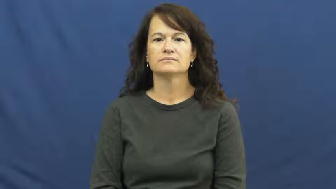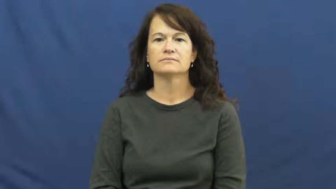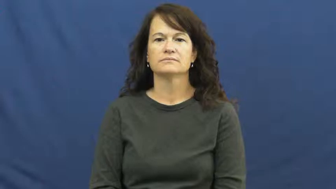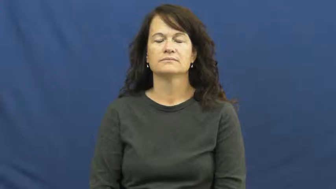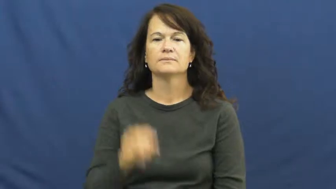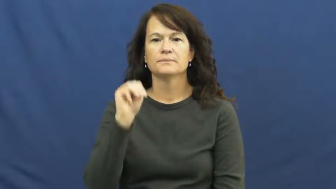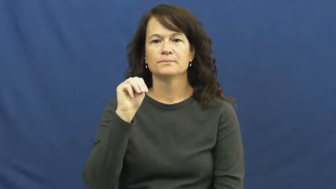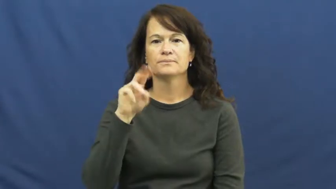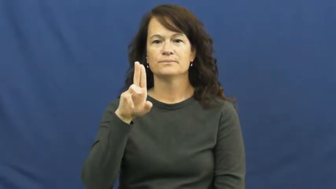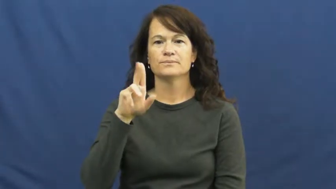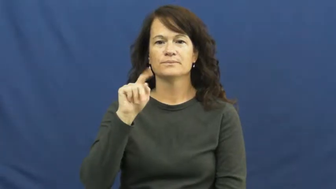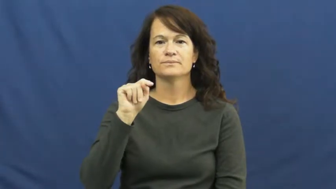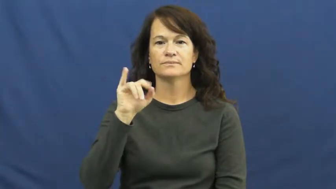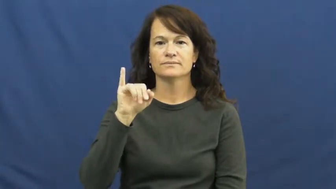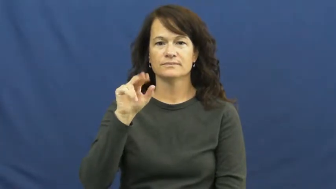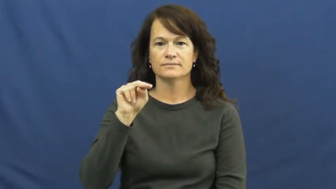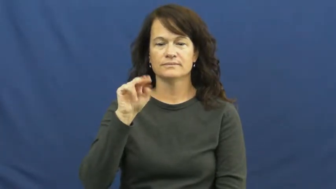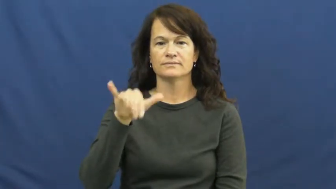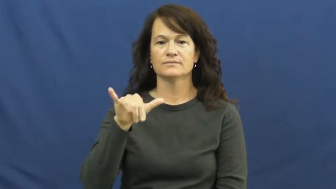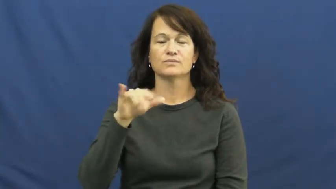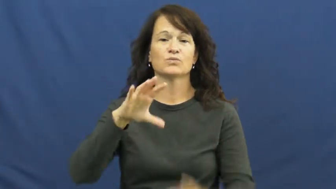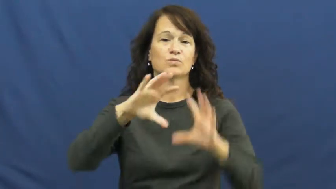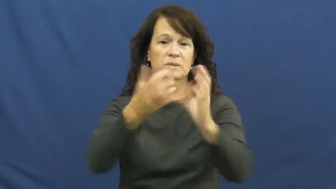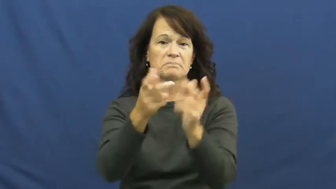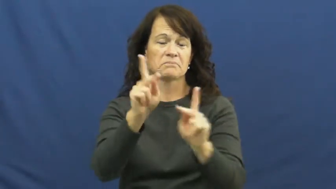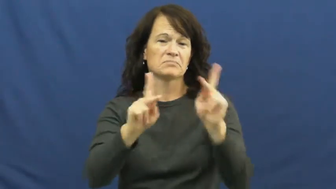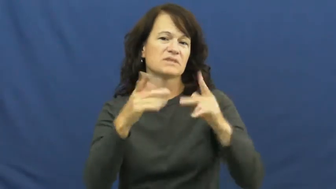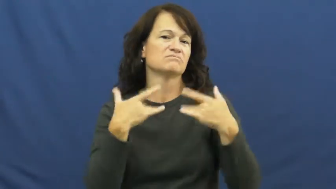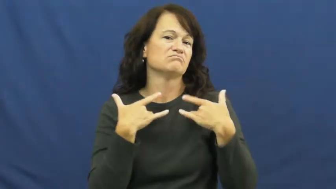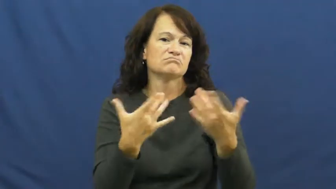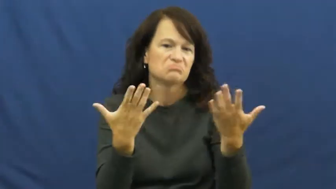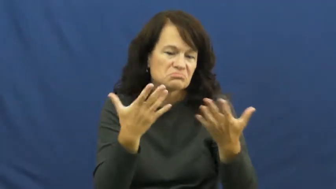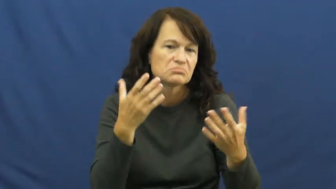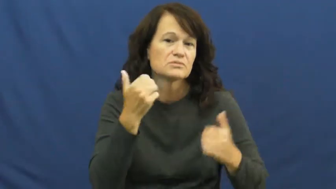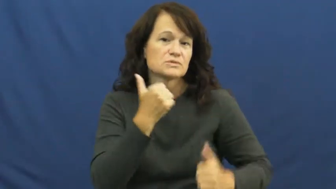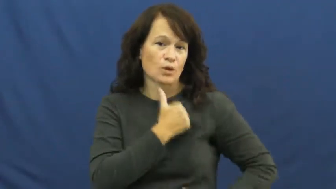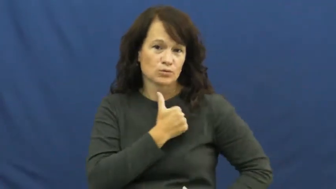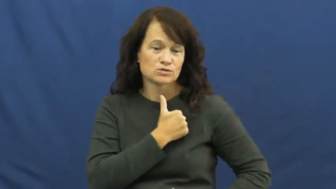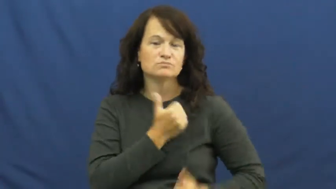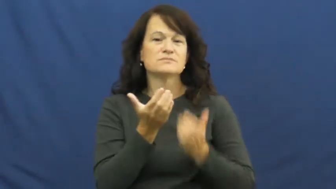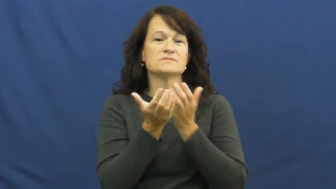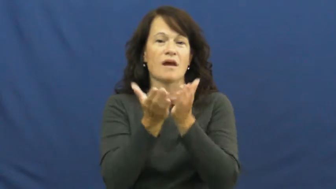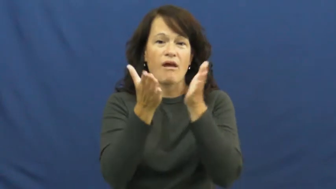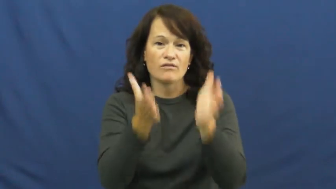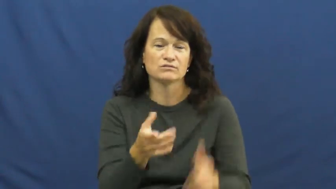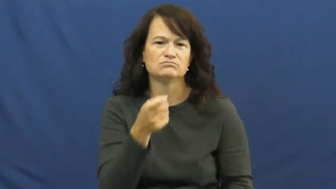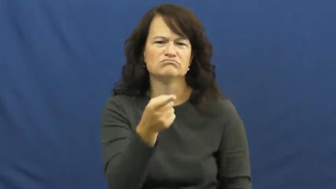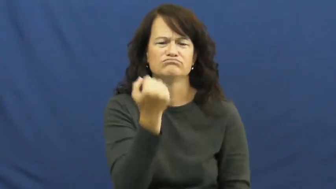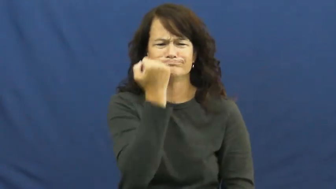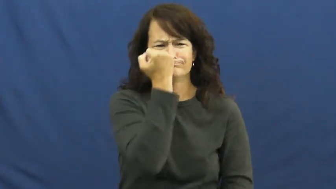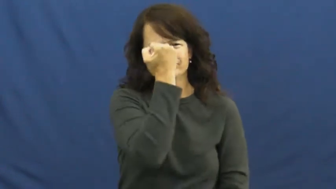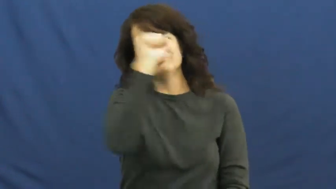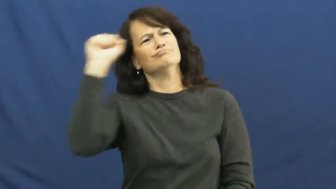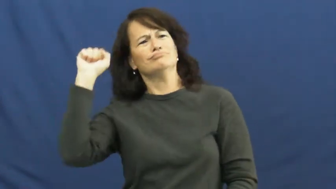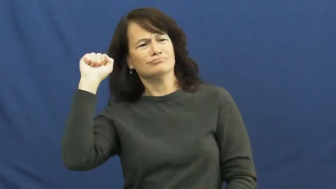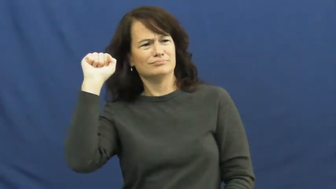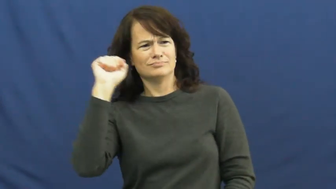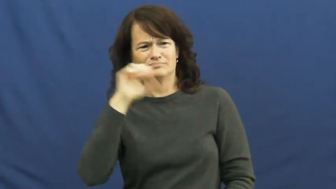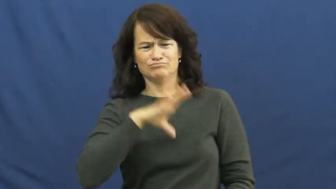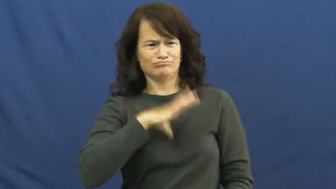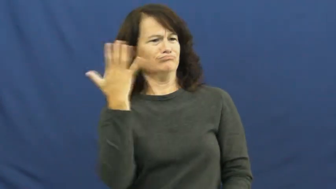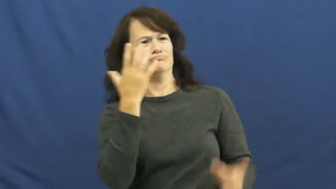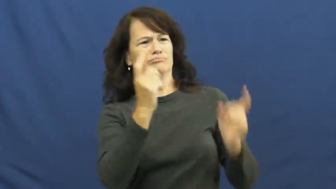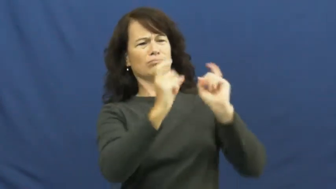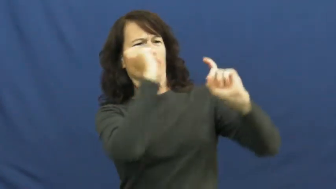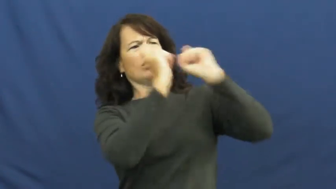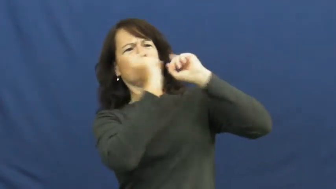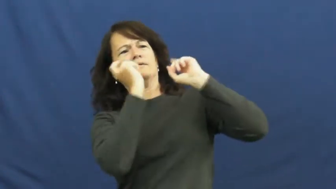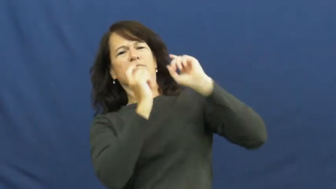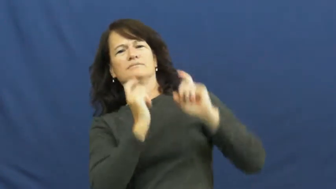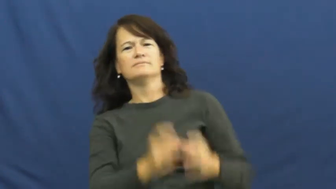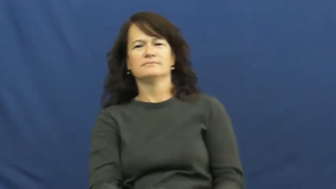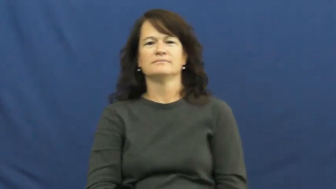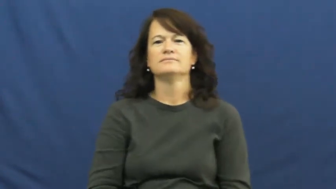mutiny